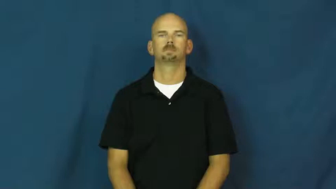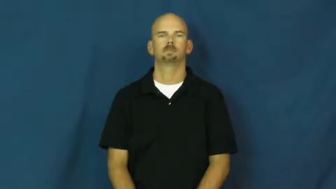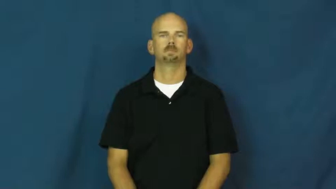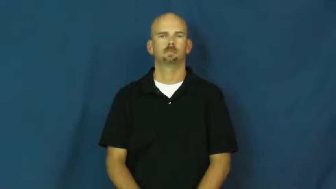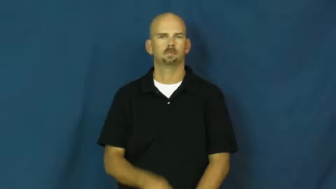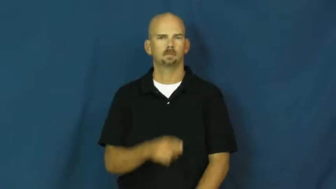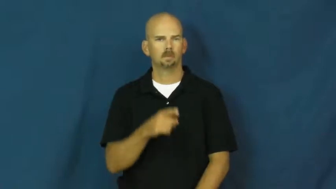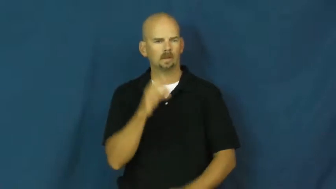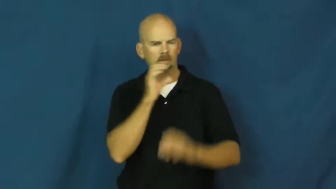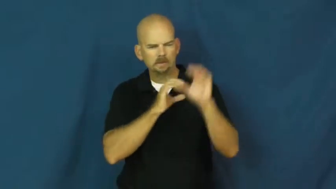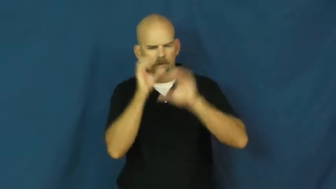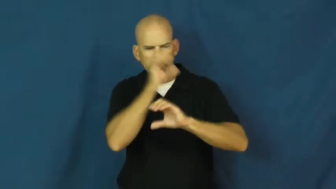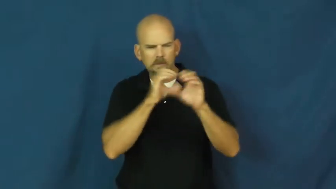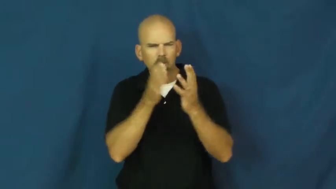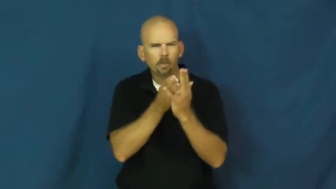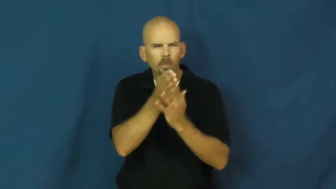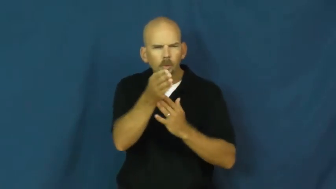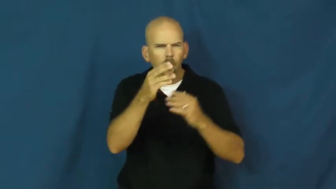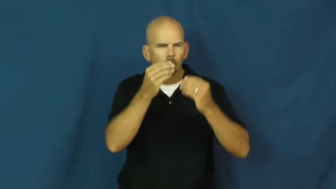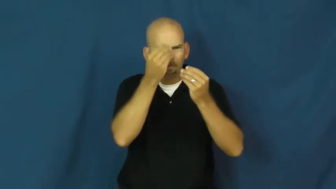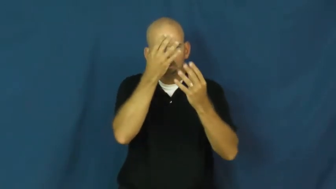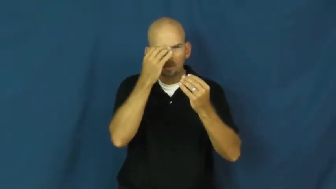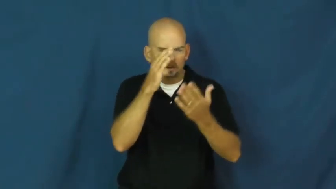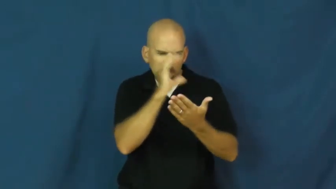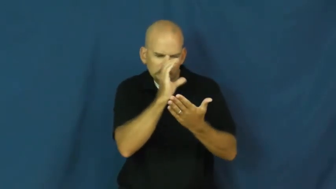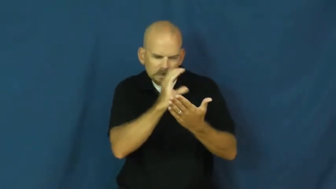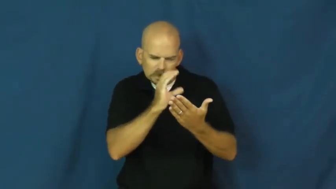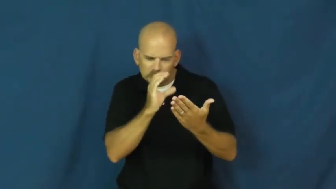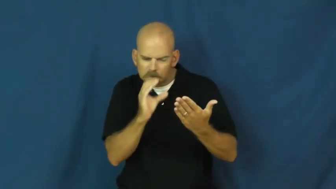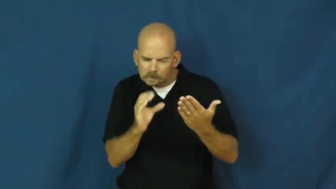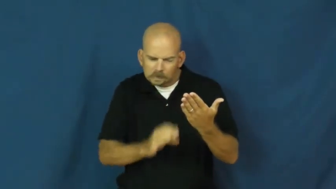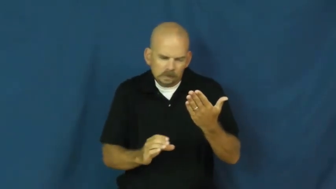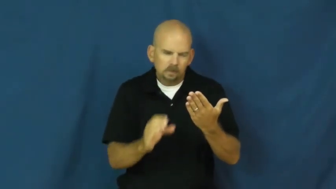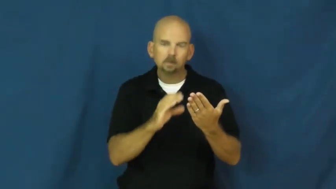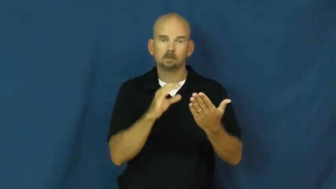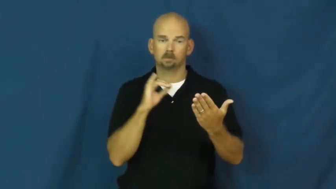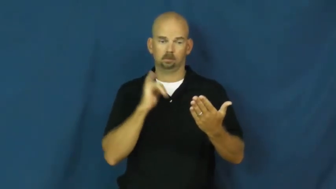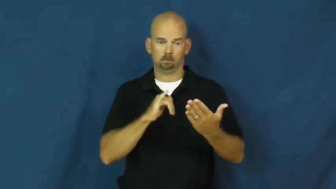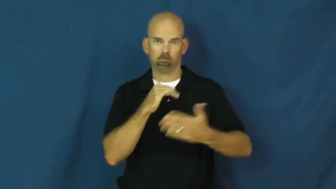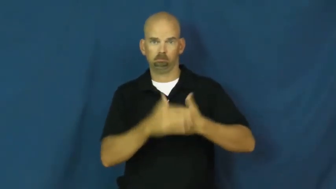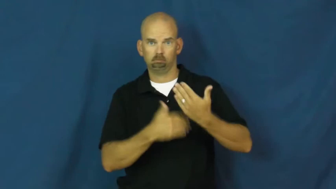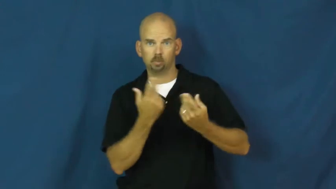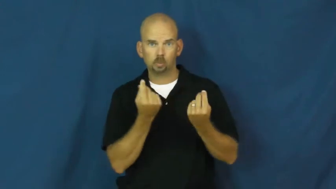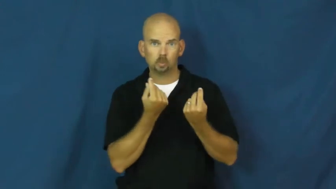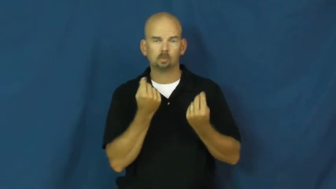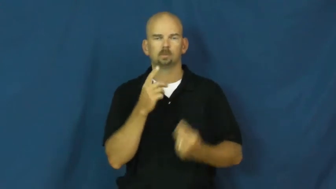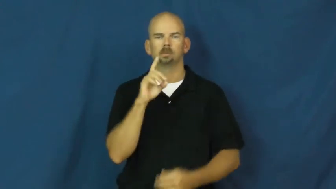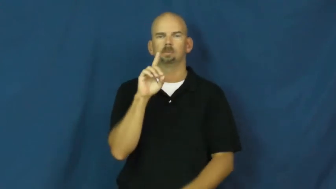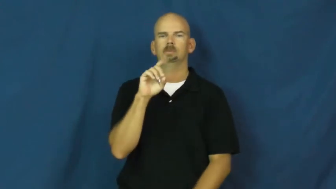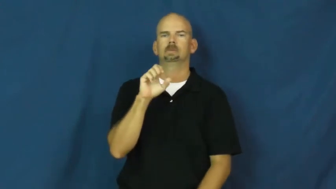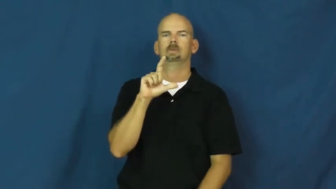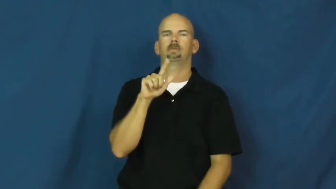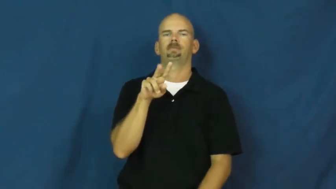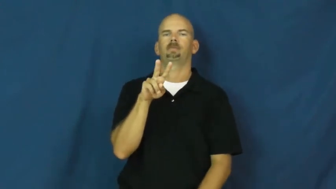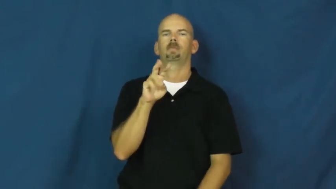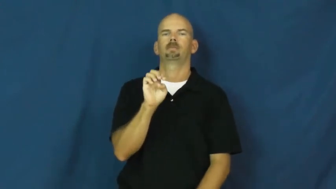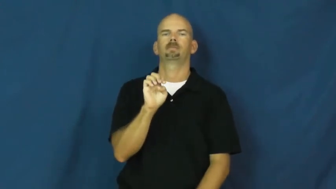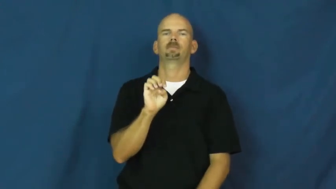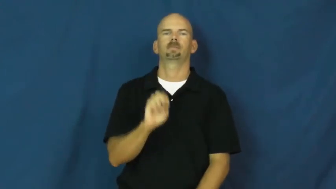delve